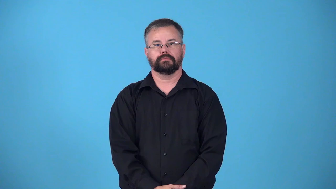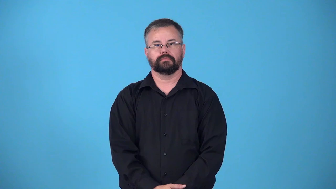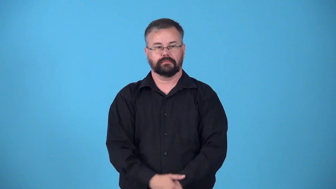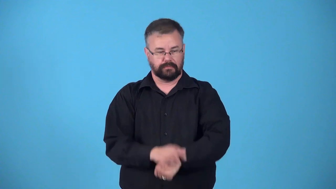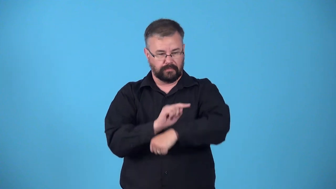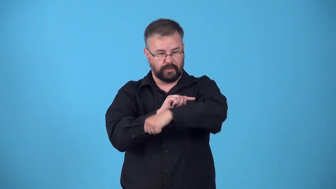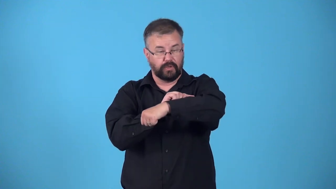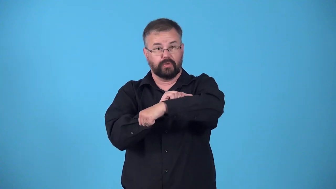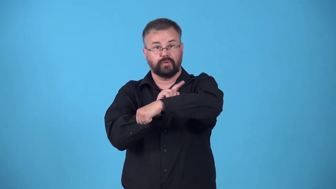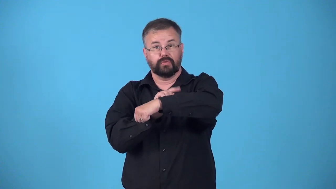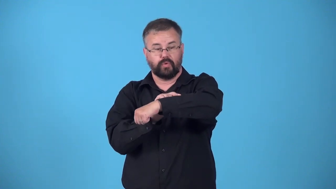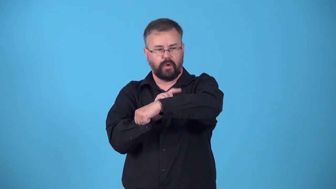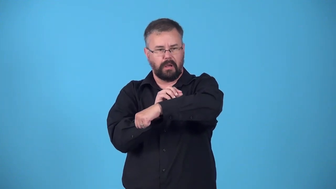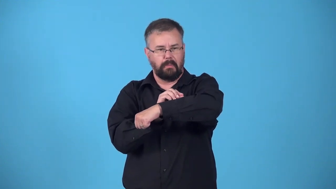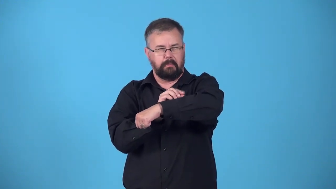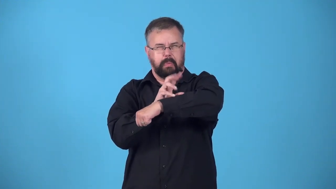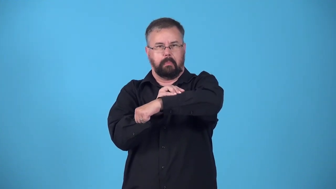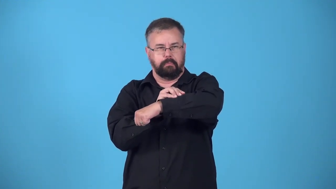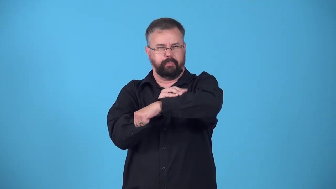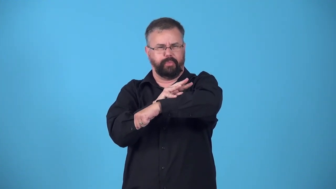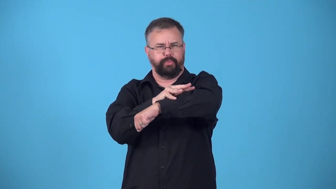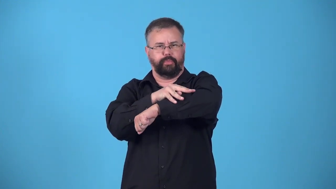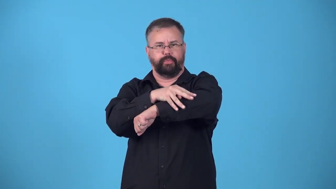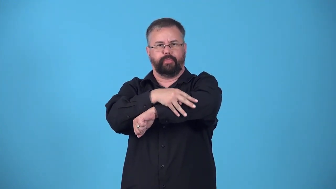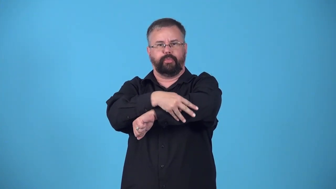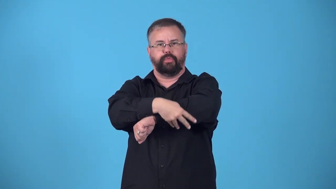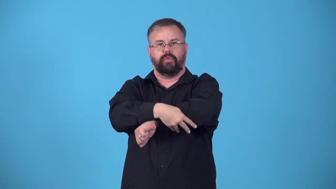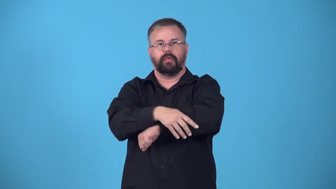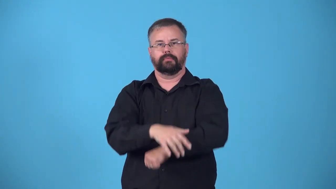erupt-sore